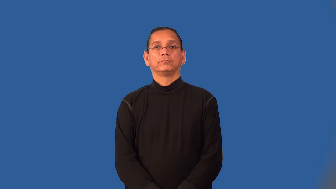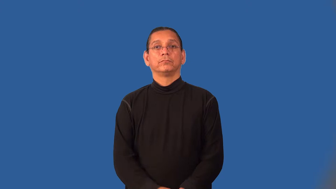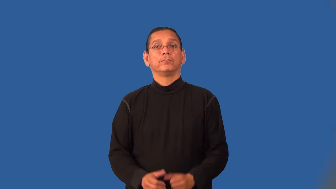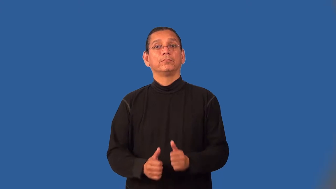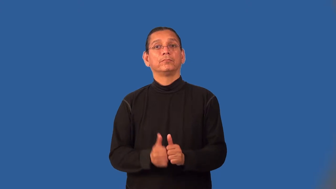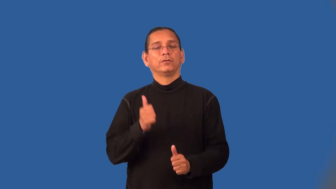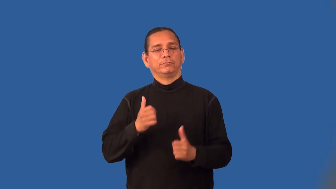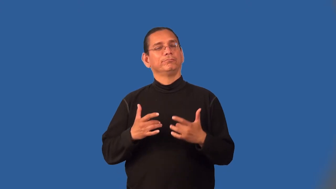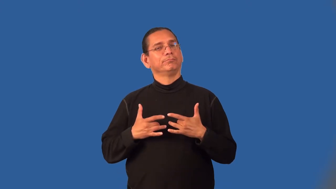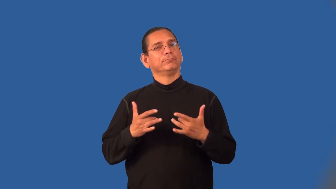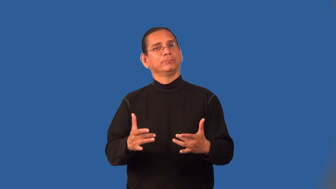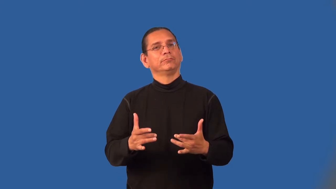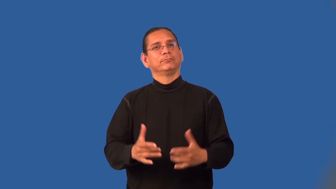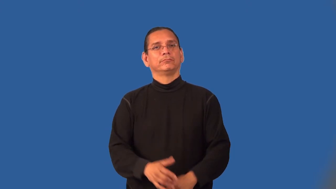mainly,largely,principally,primarily,mostly